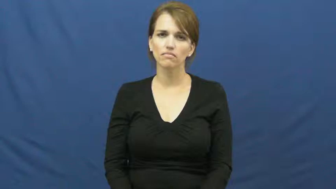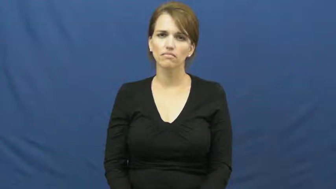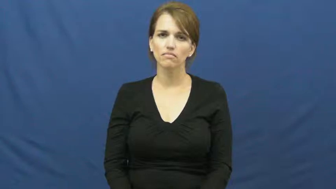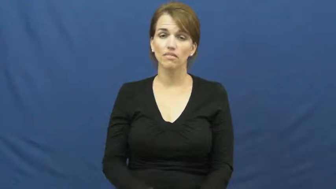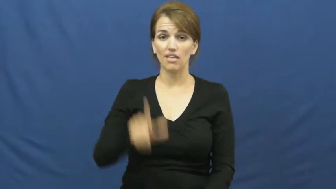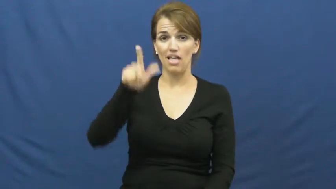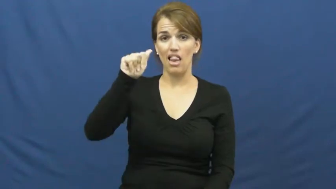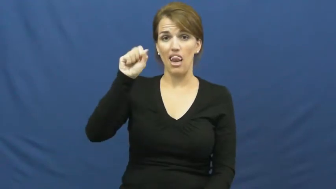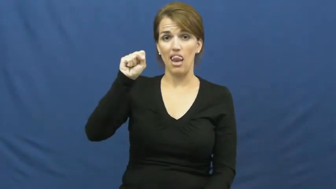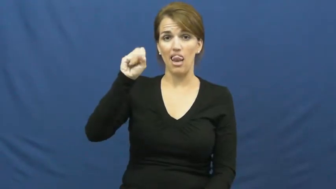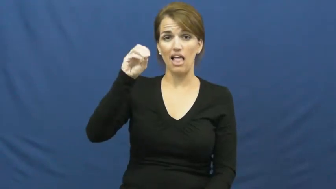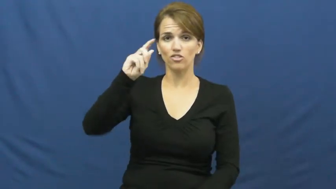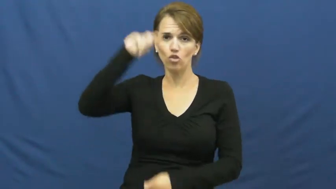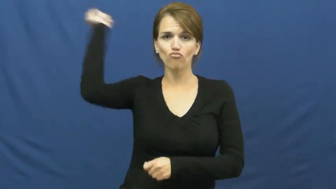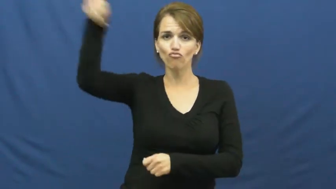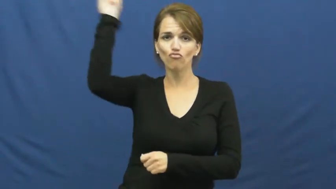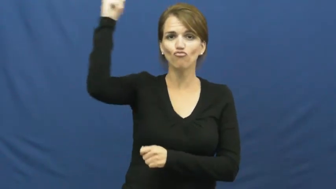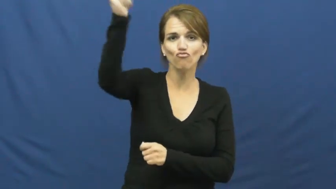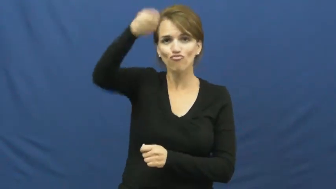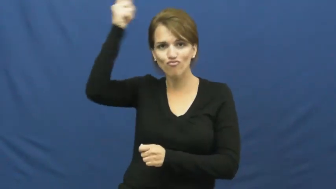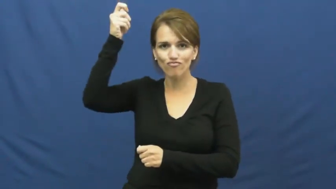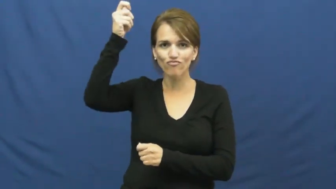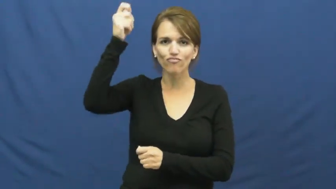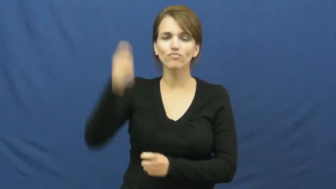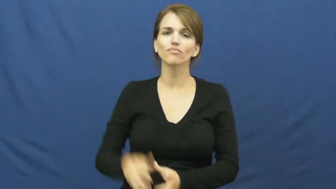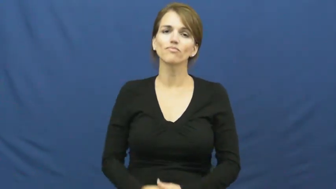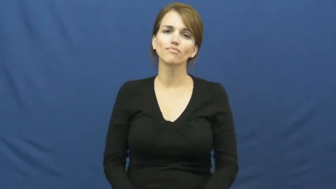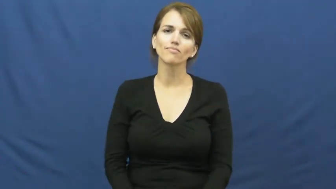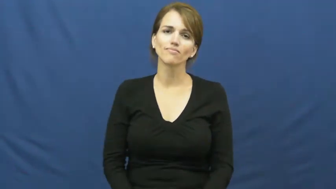lasso